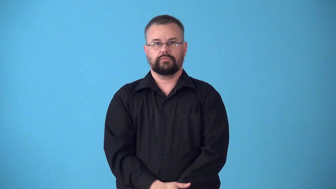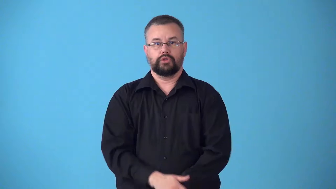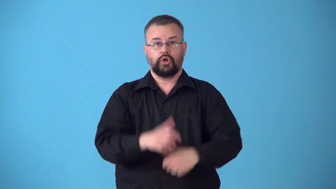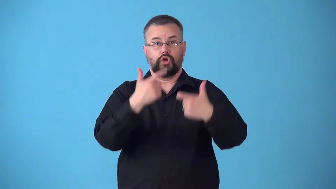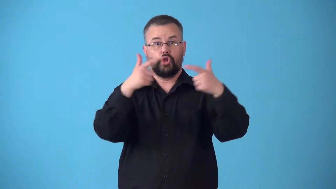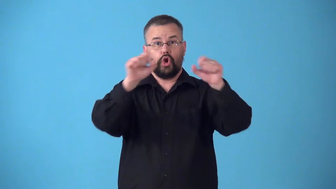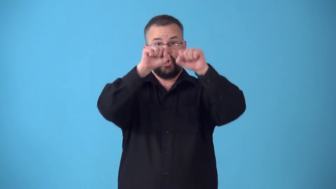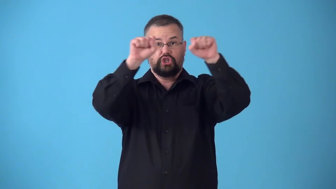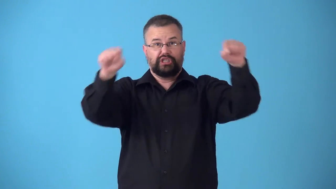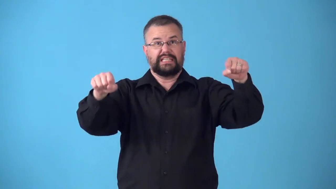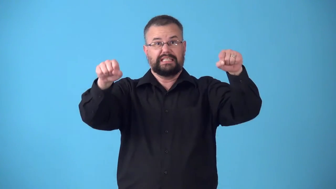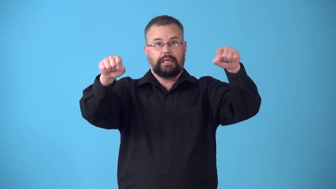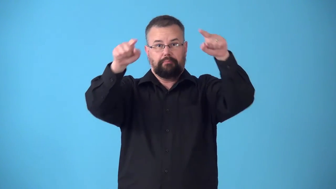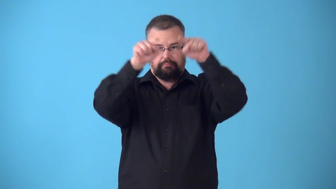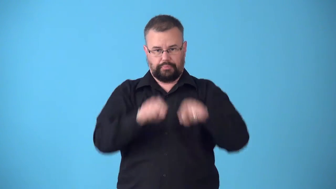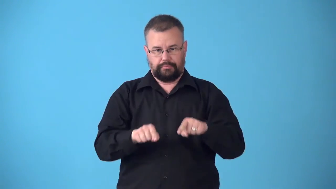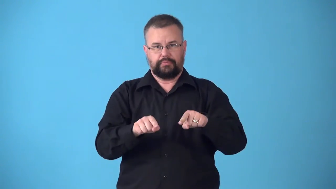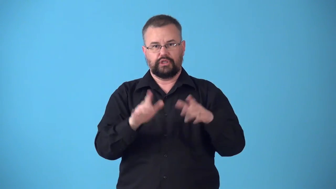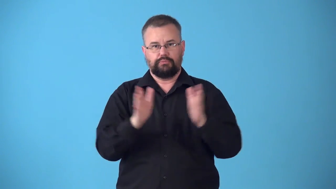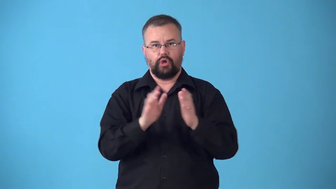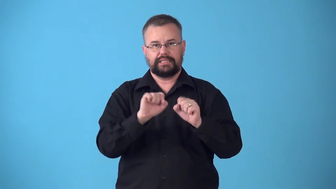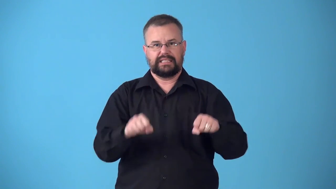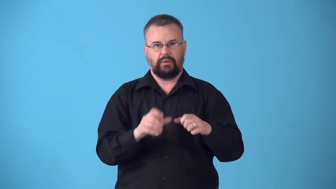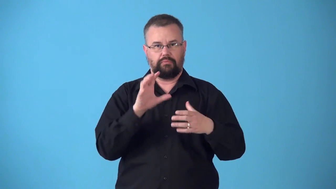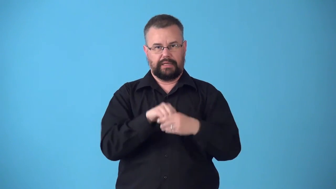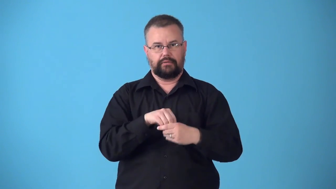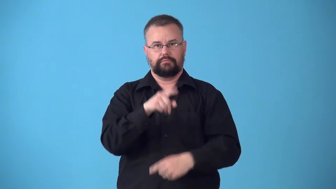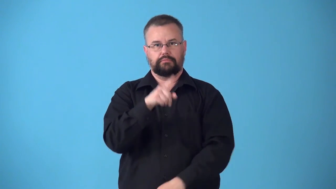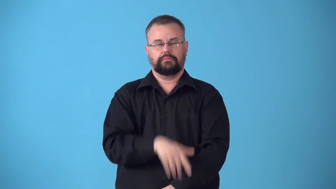subsystem